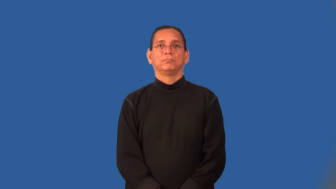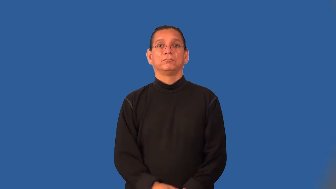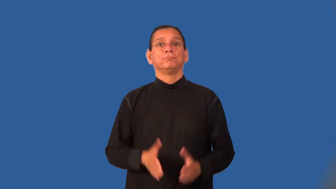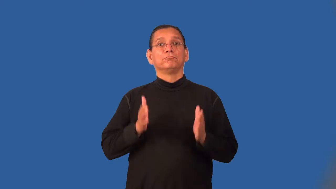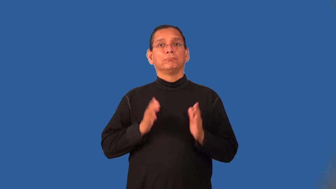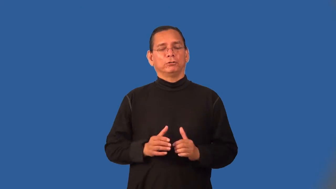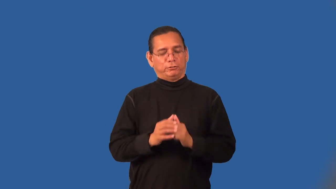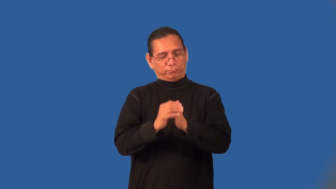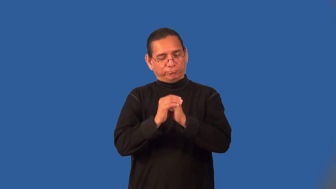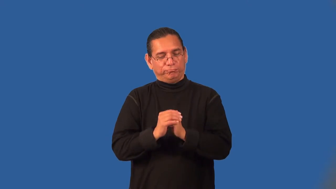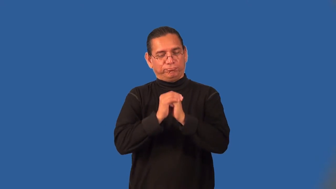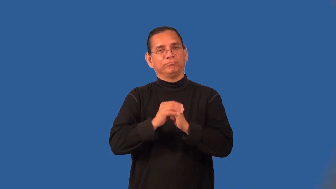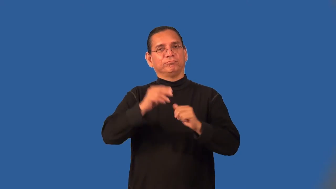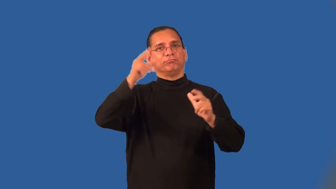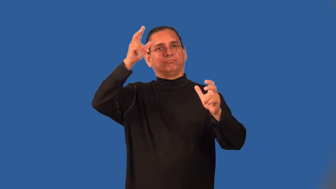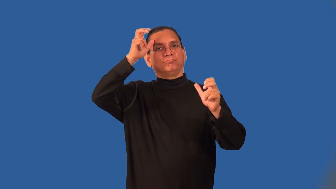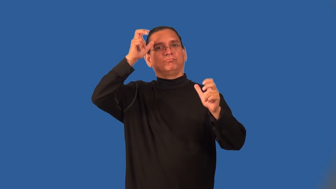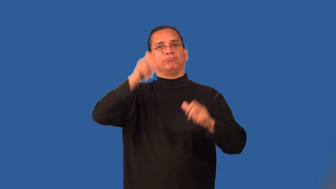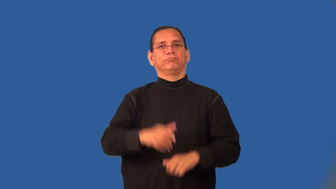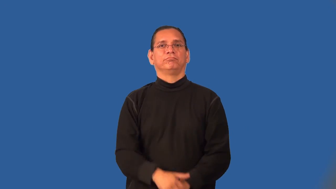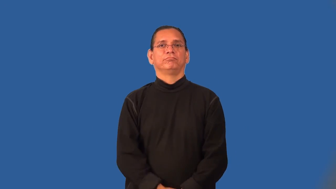satanist